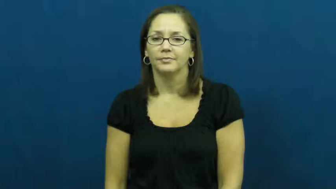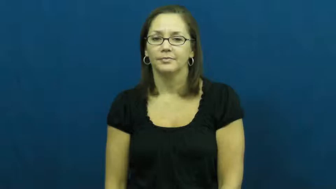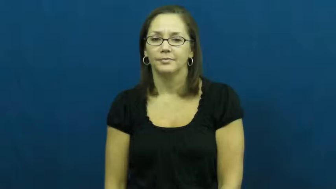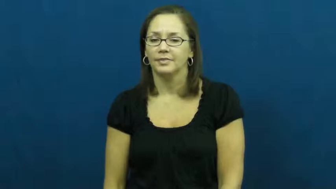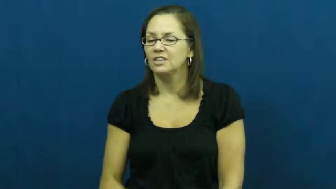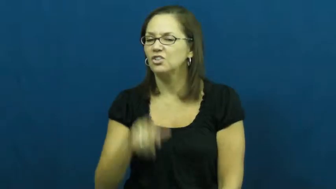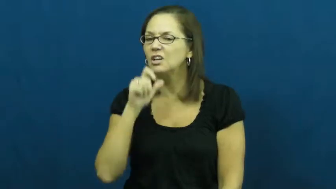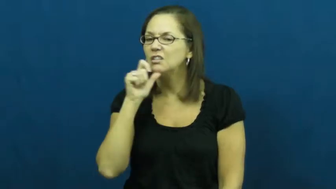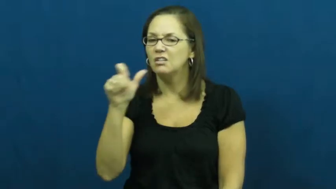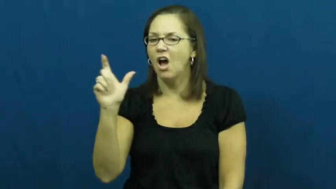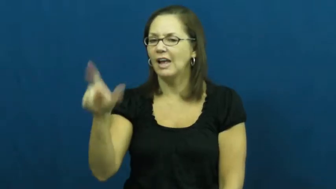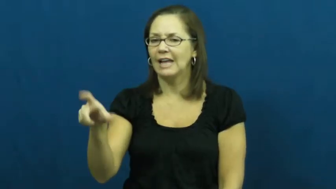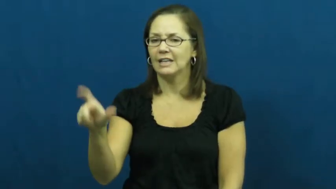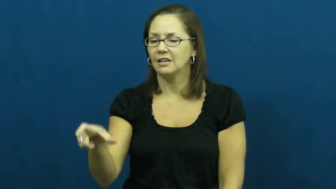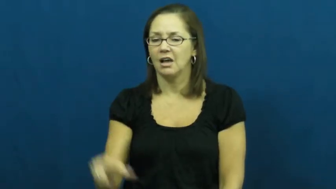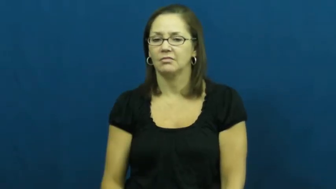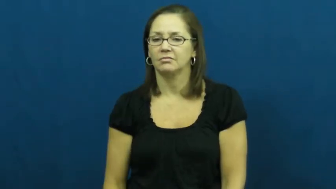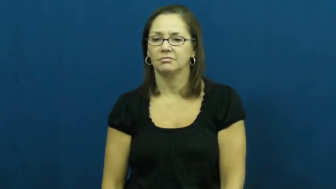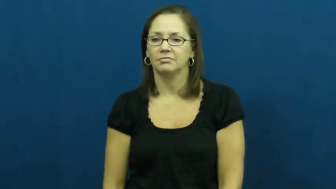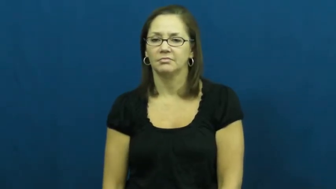unnecessary,expendable,gratuitous,nonessential,otiose